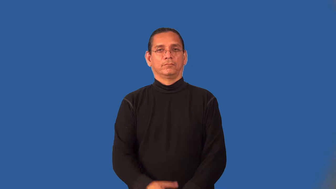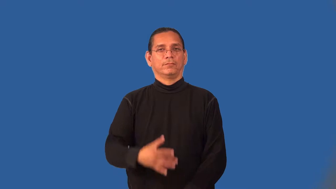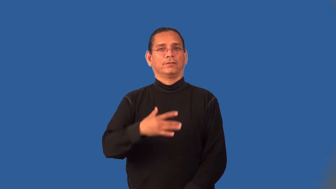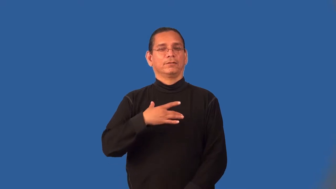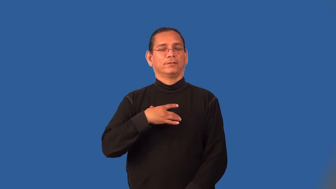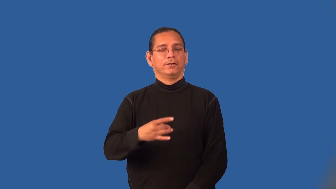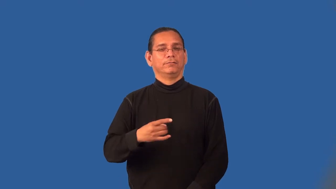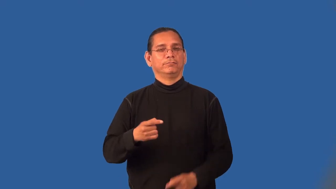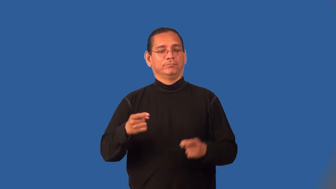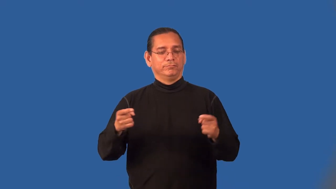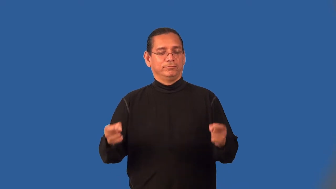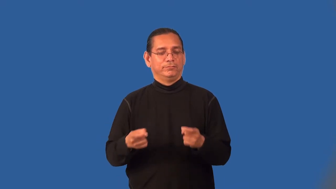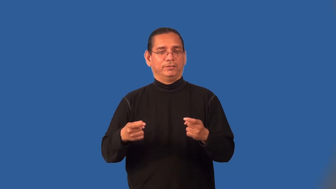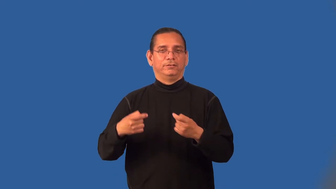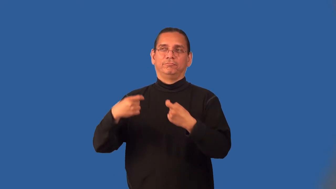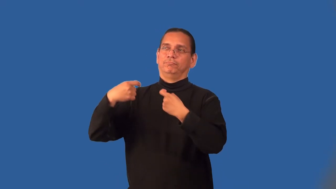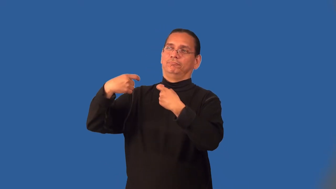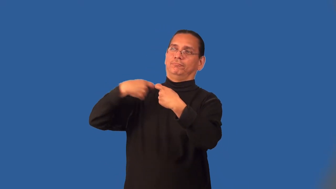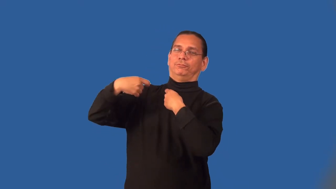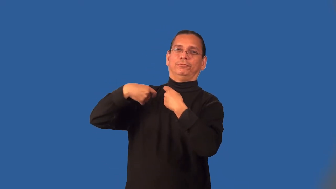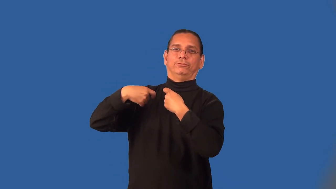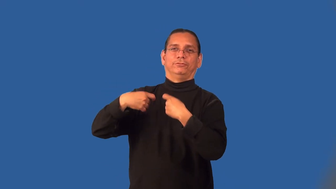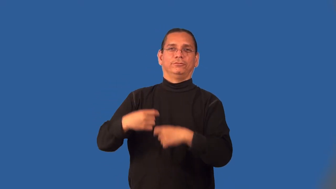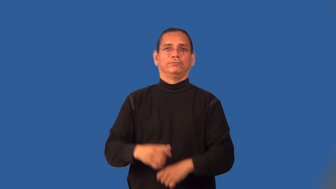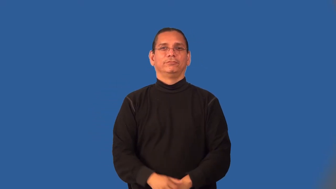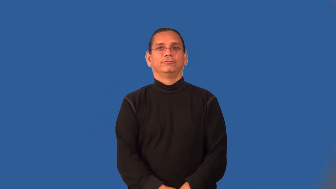masochistic